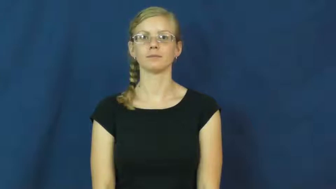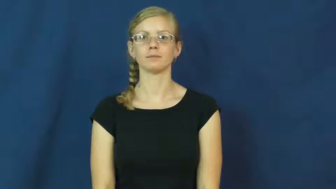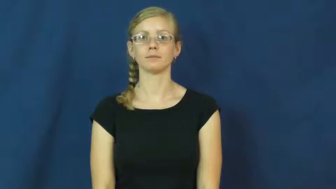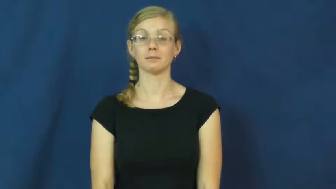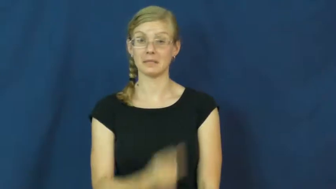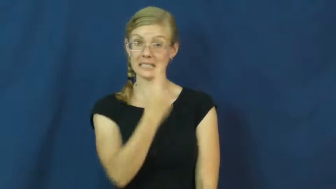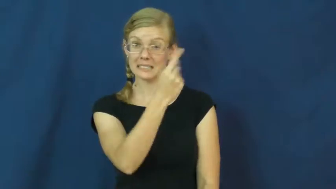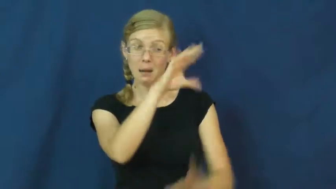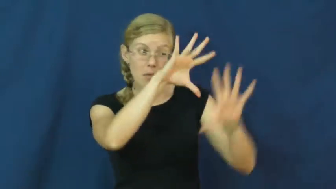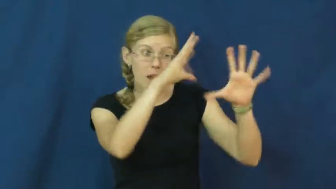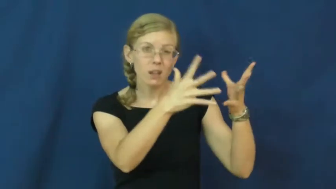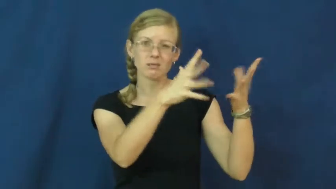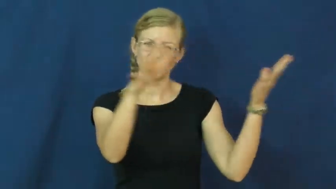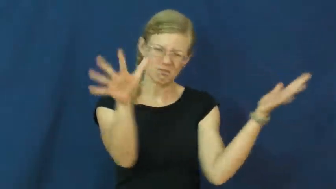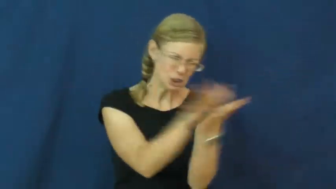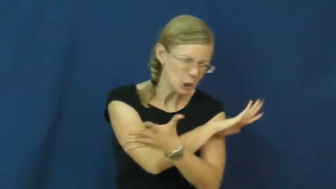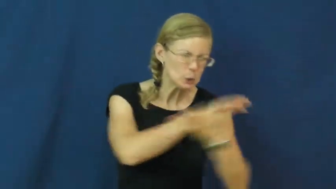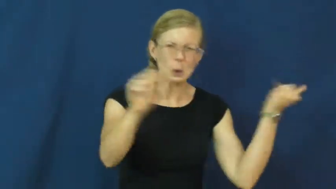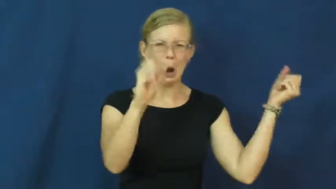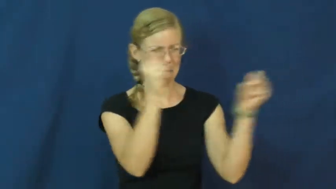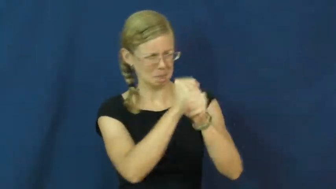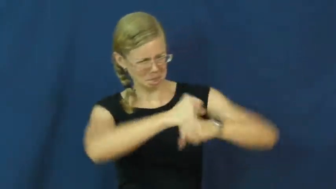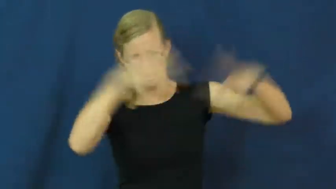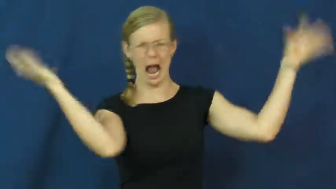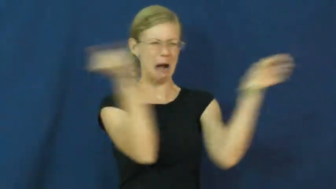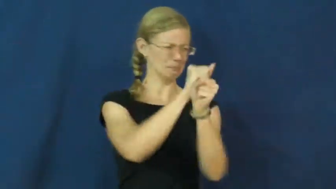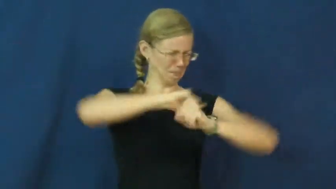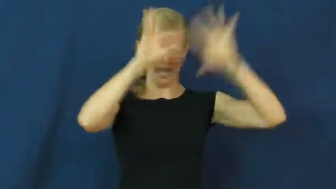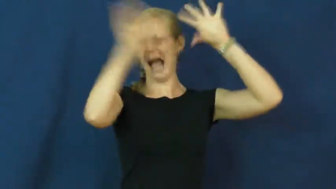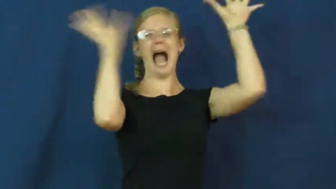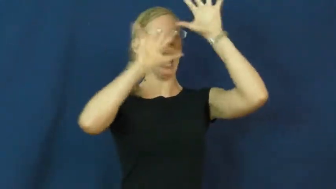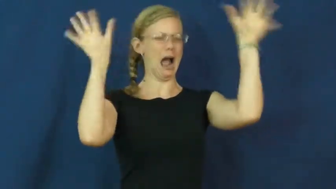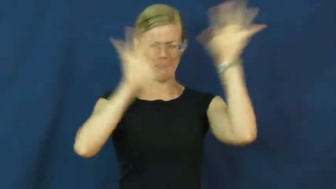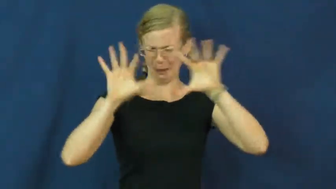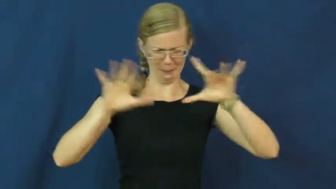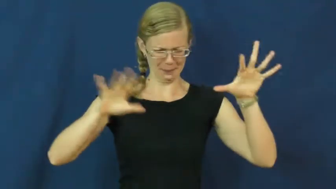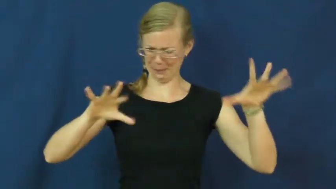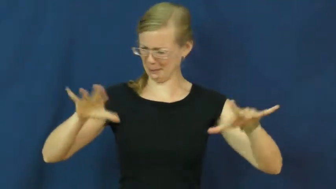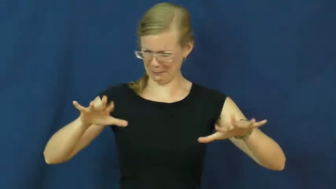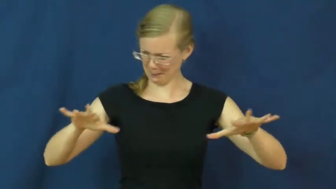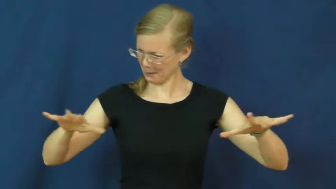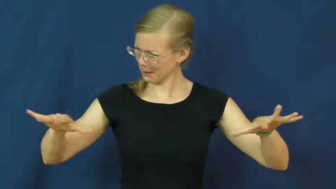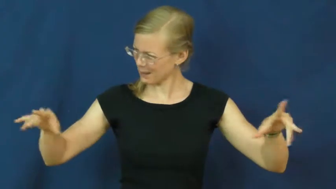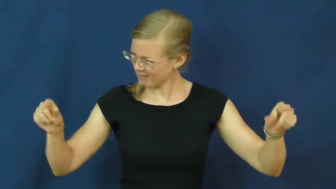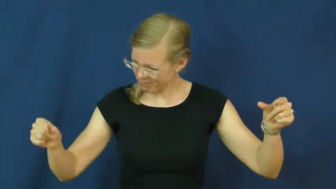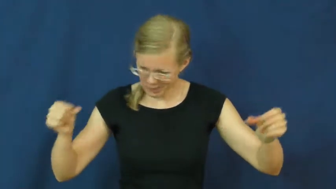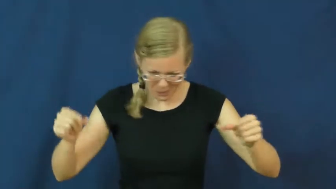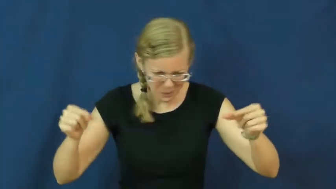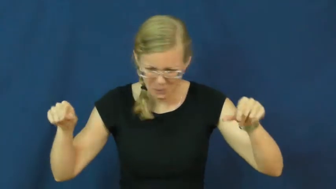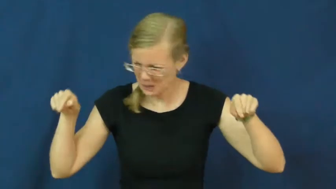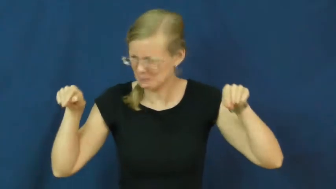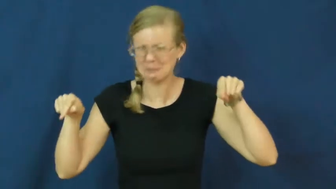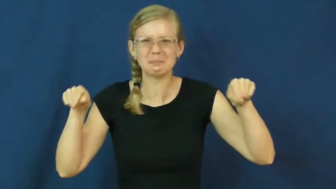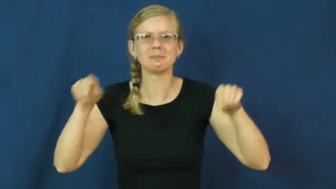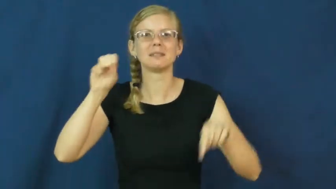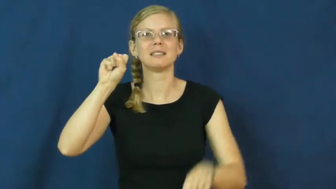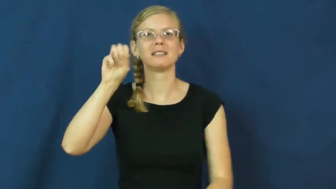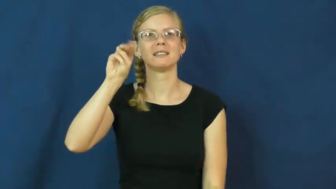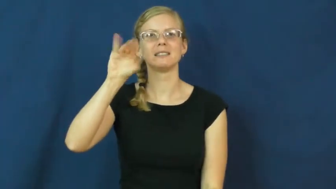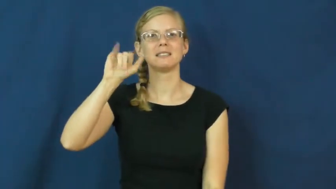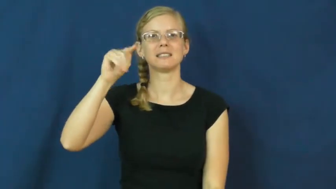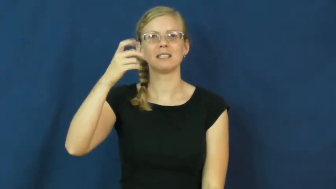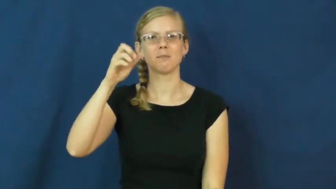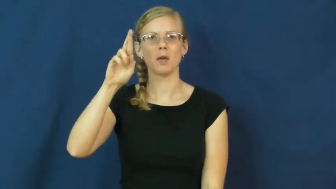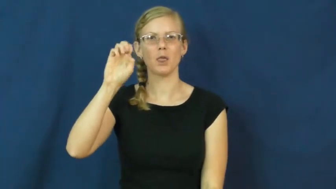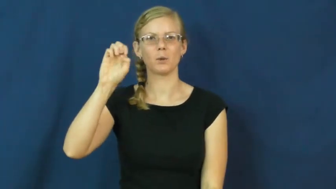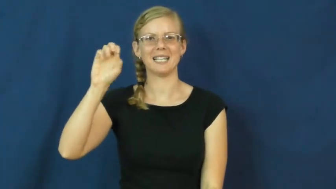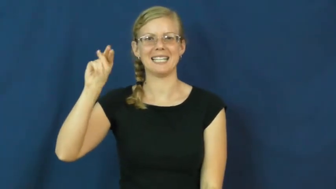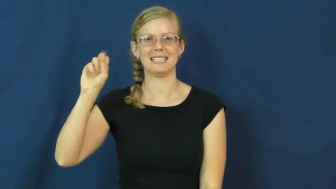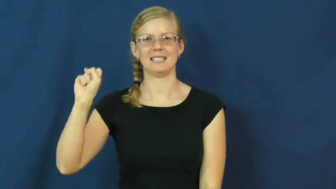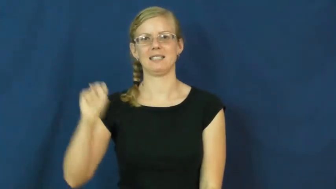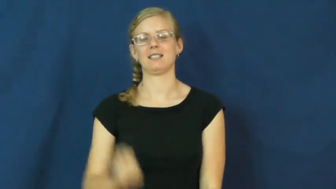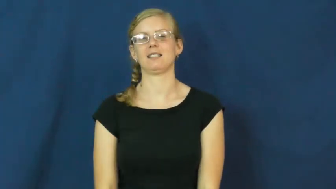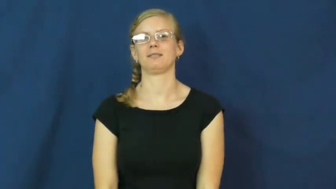smithereens